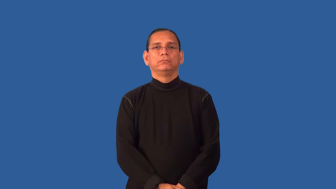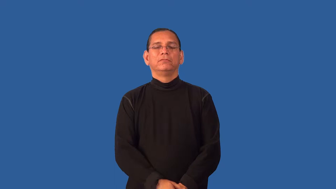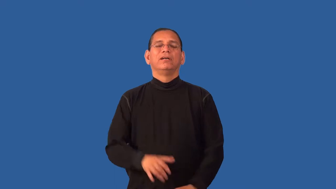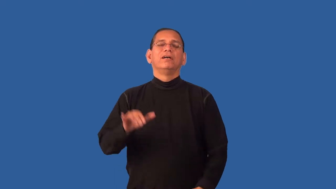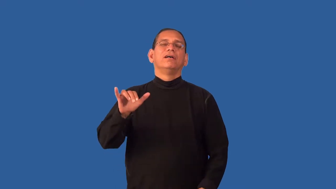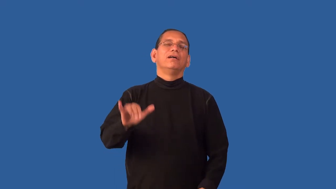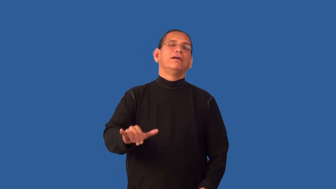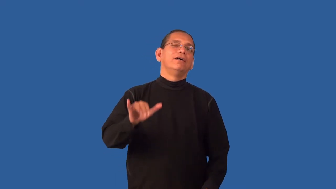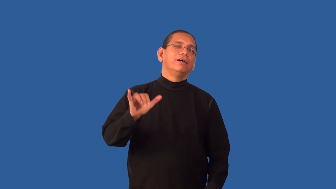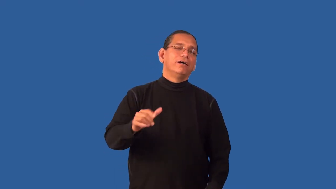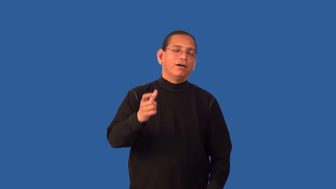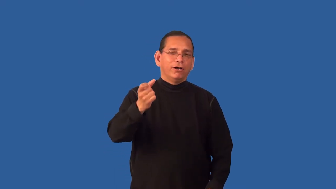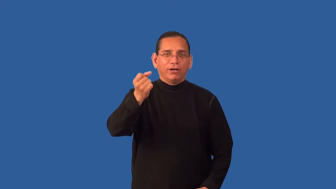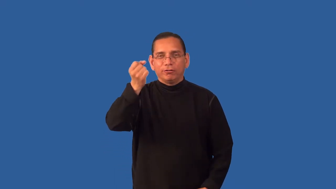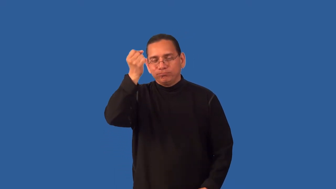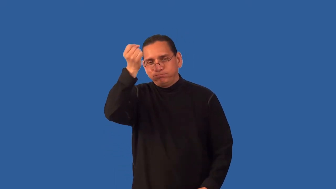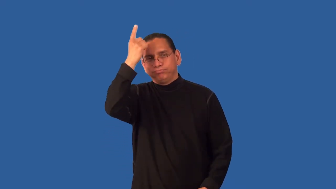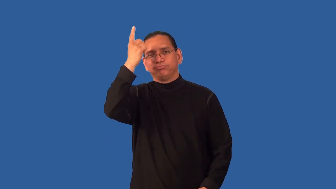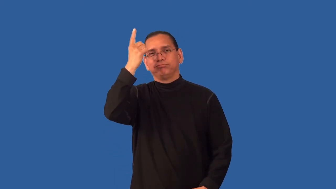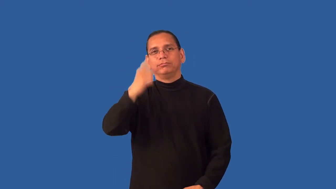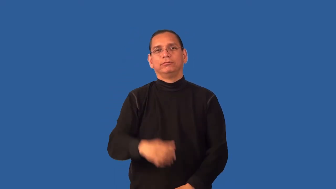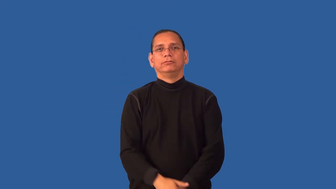epiphany